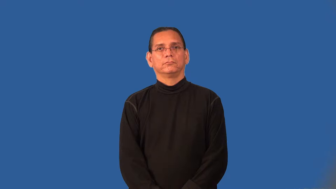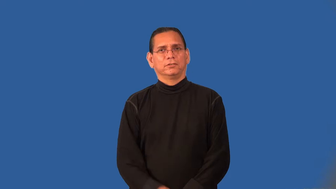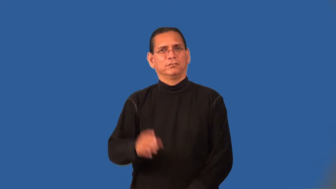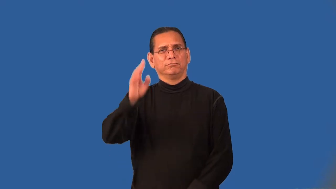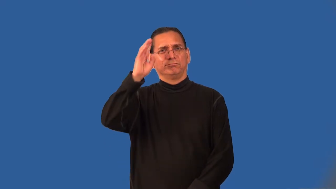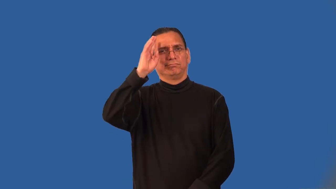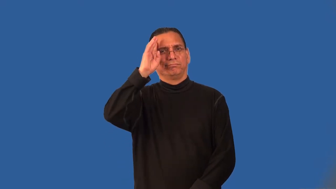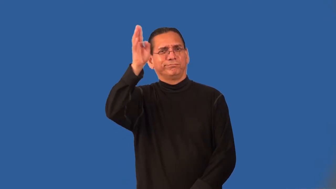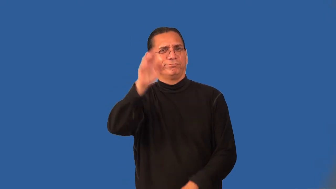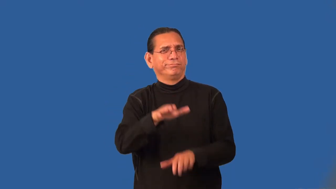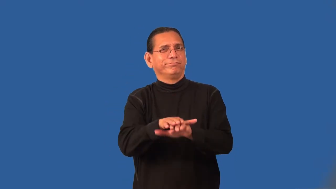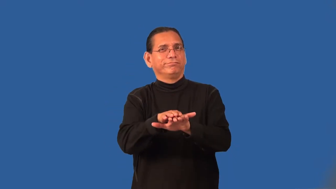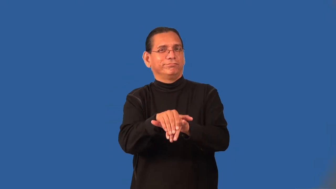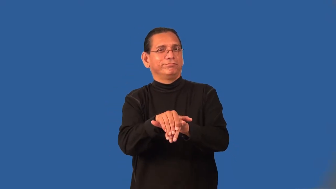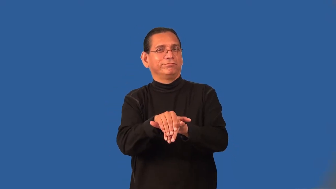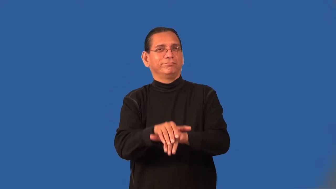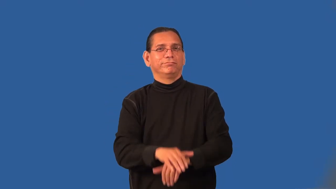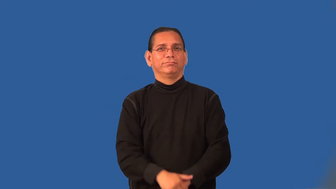pretense-pretend